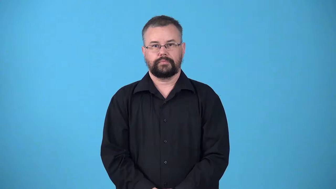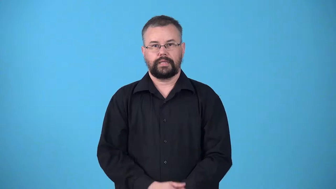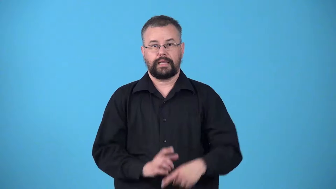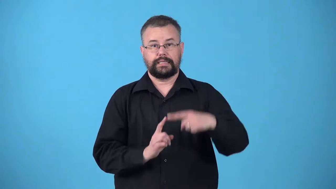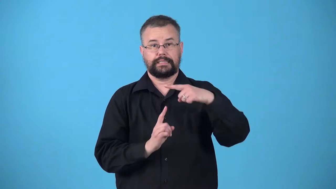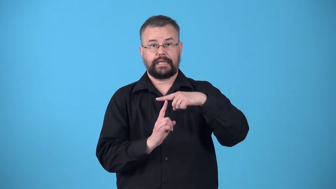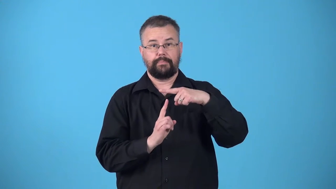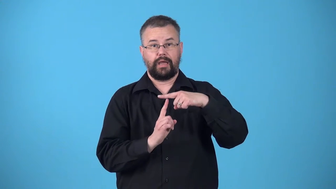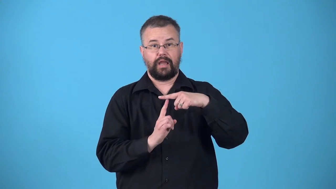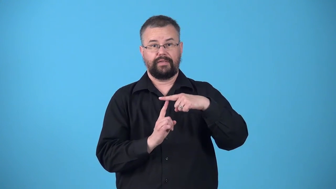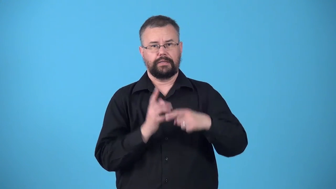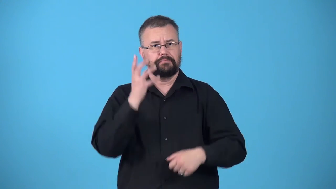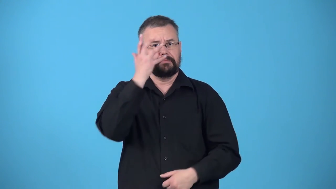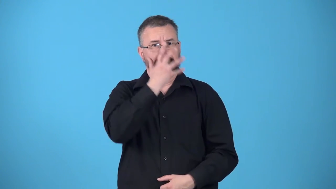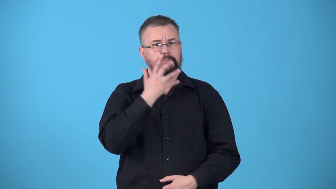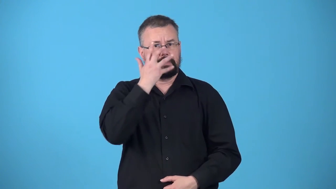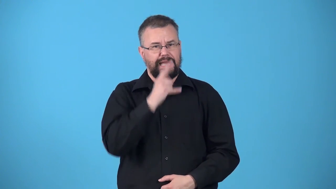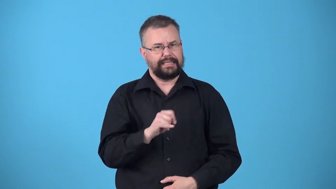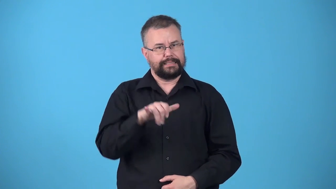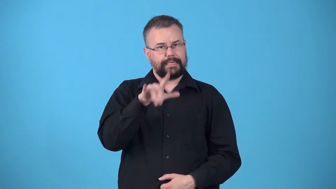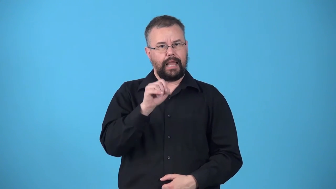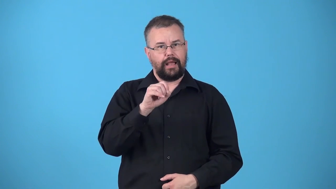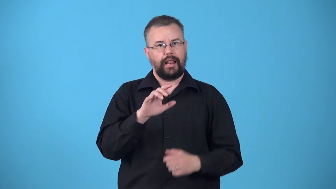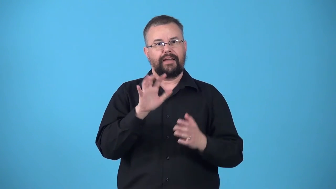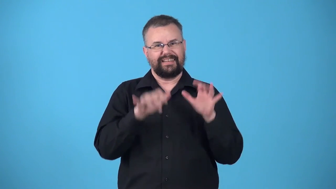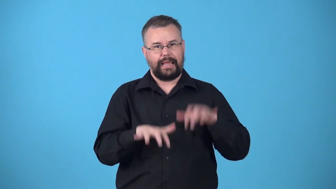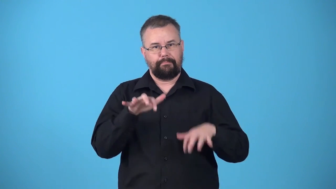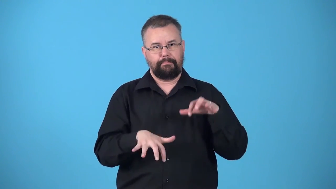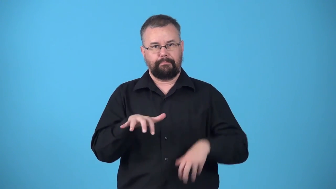typography